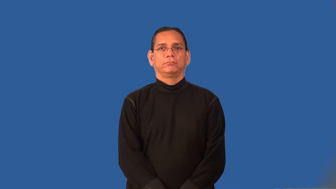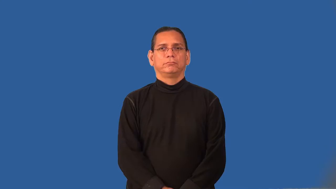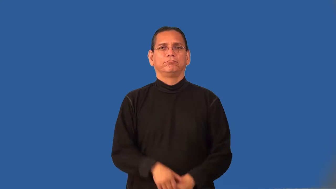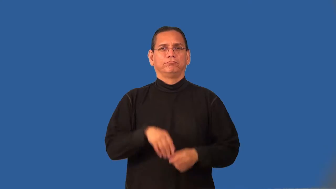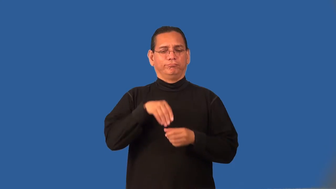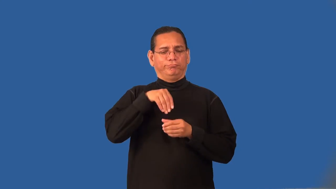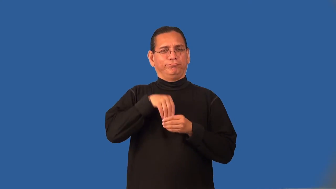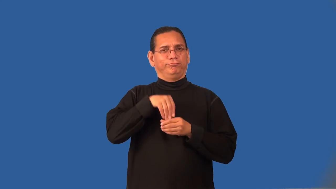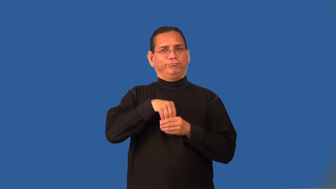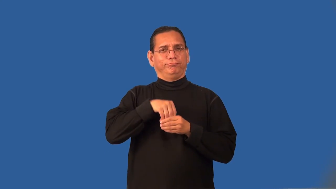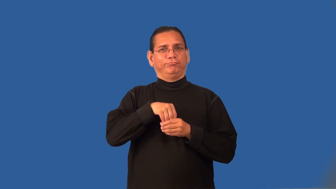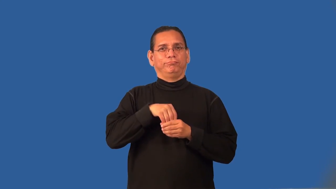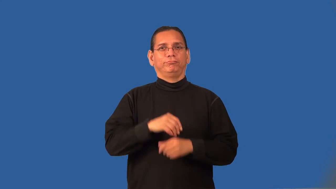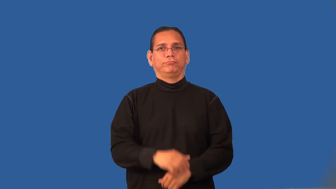psyche